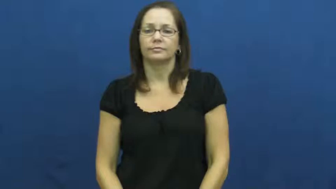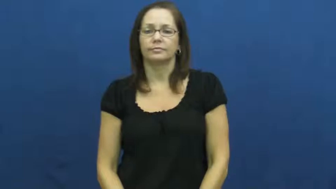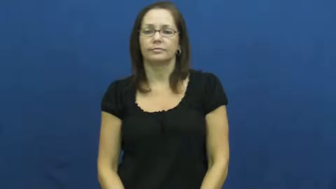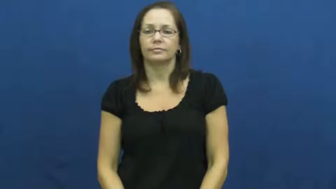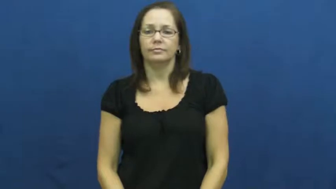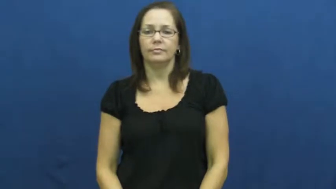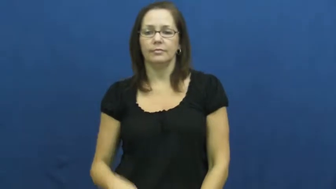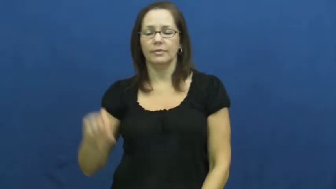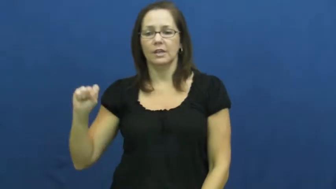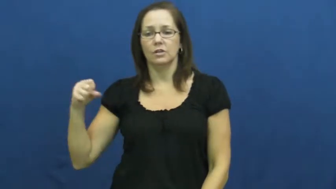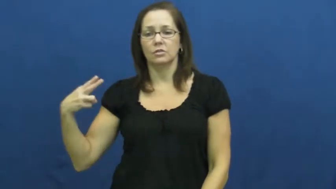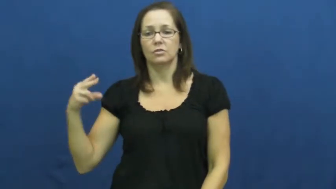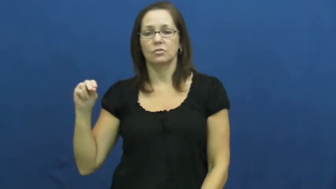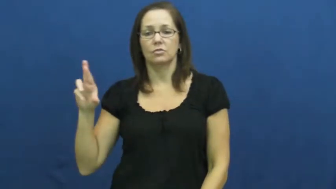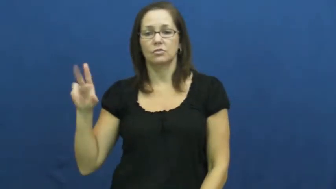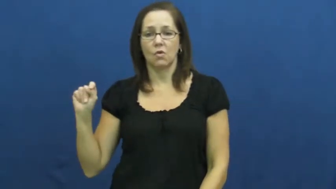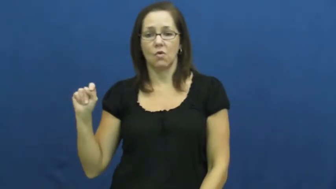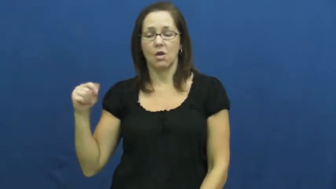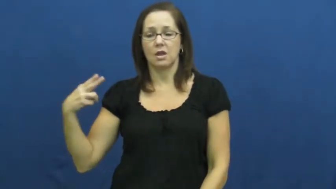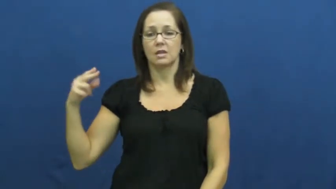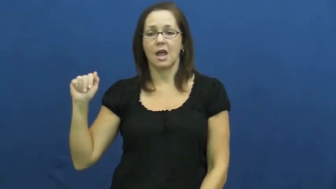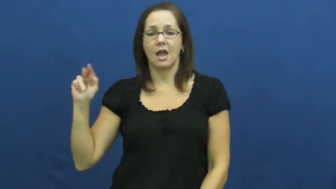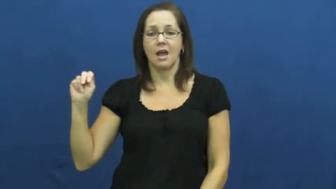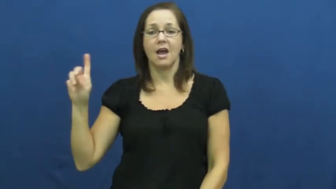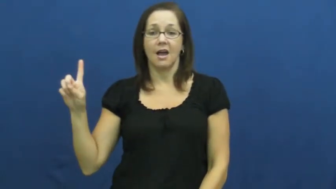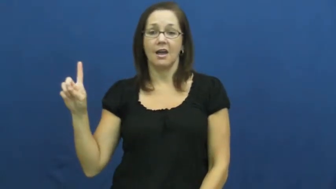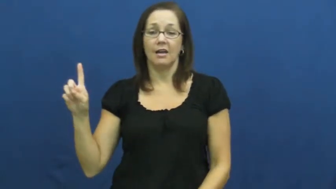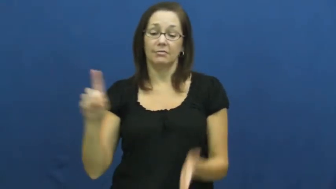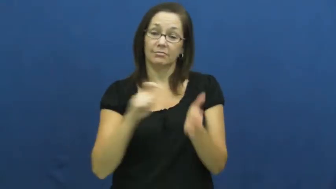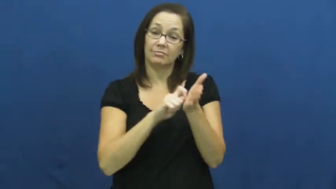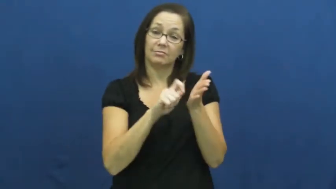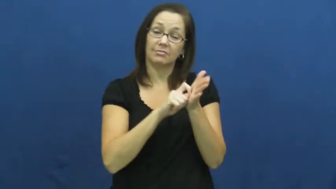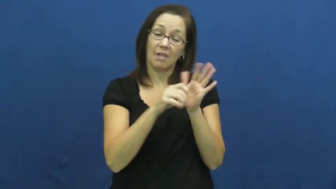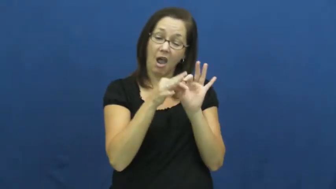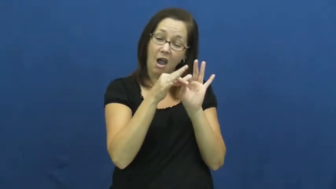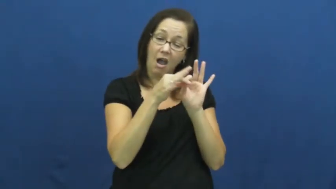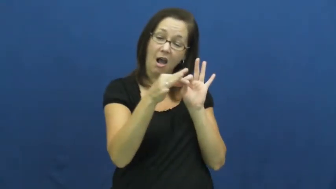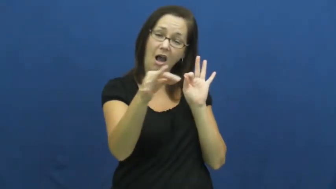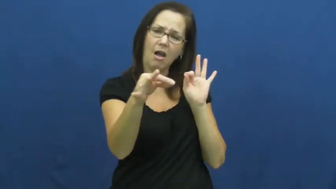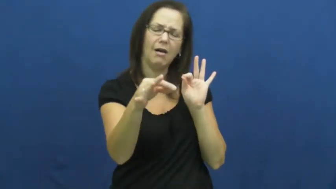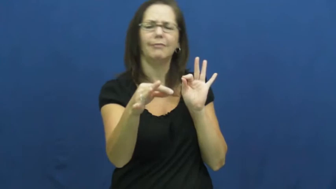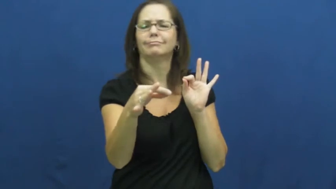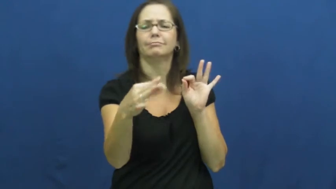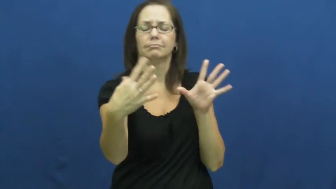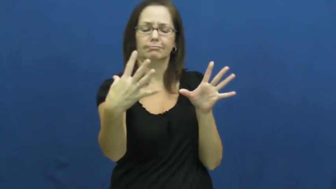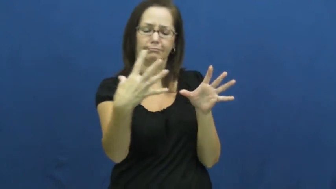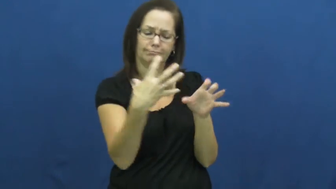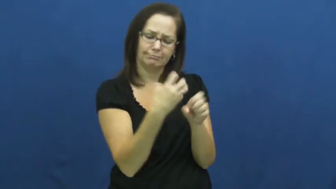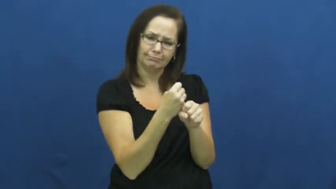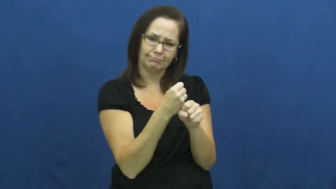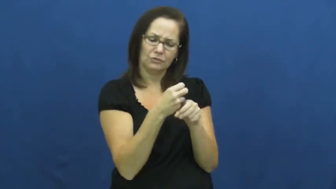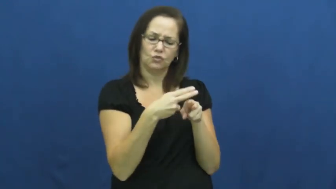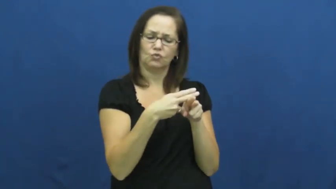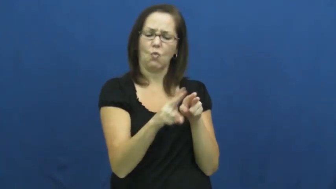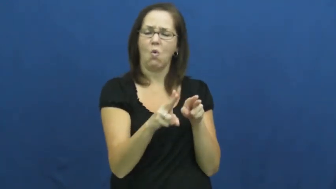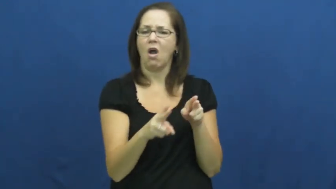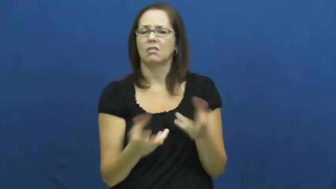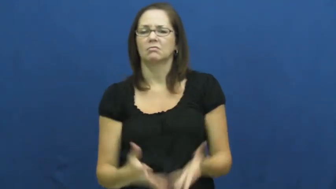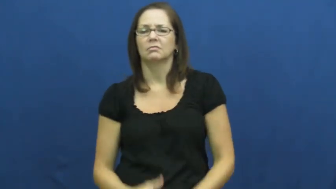shorthand